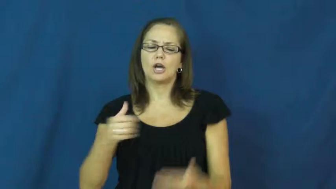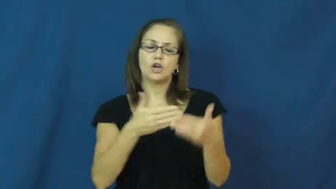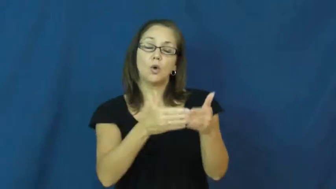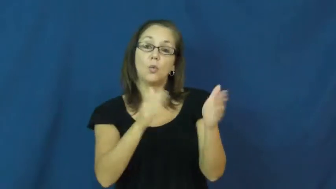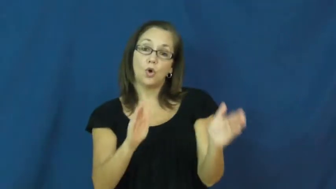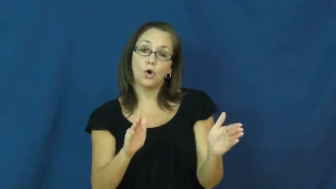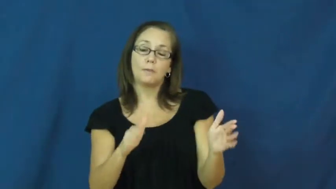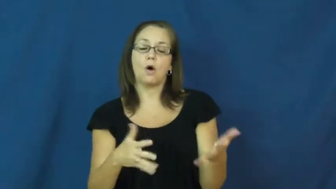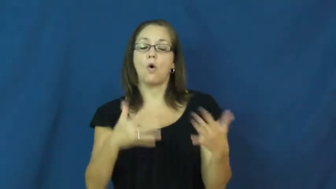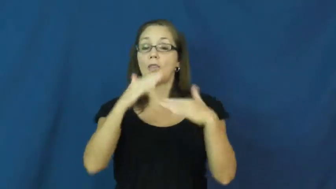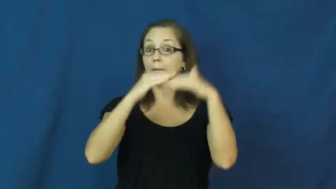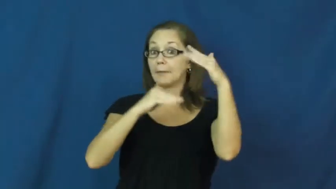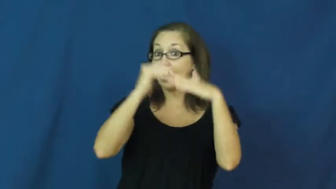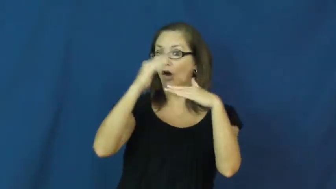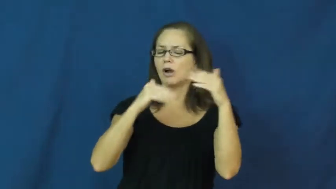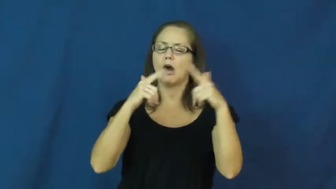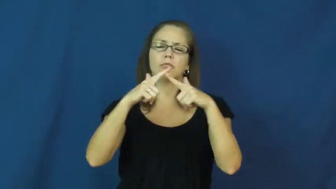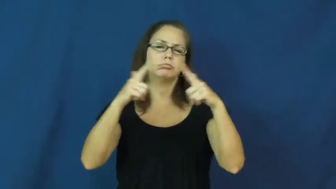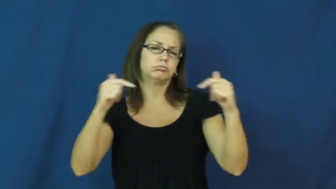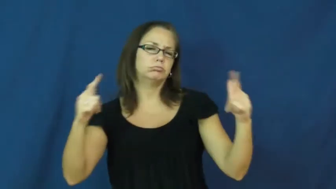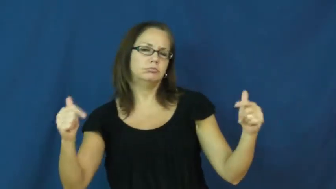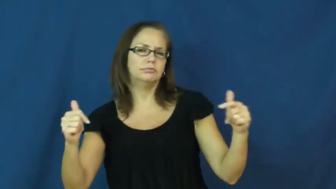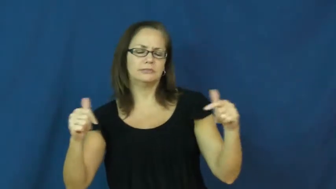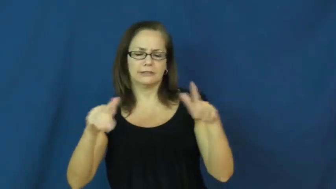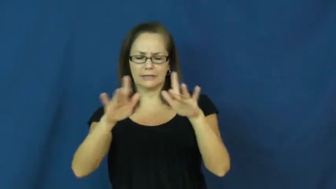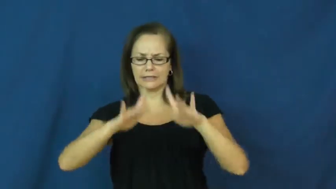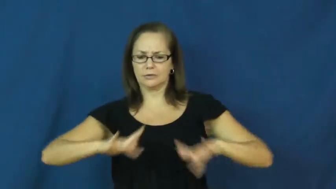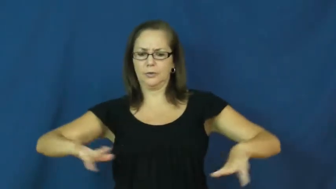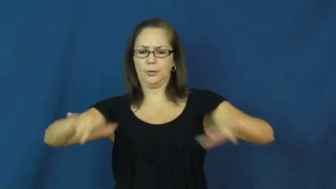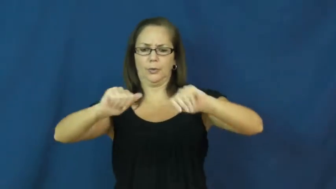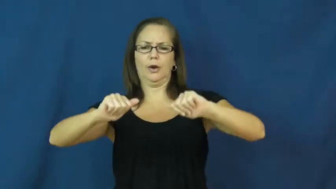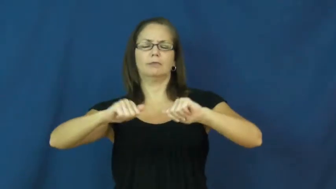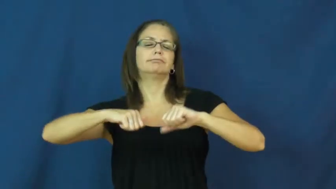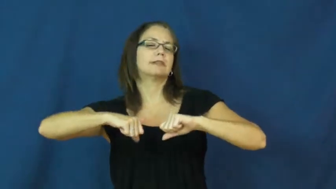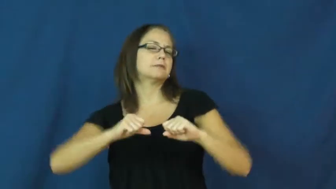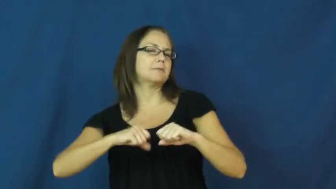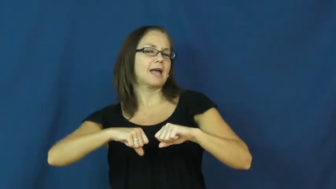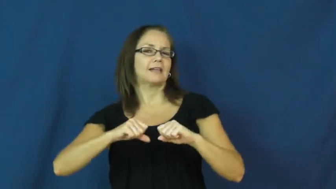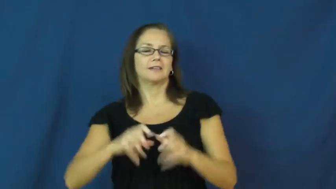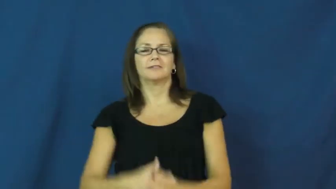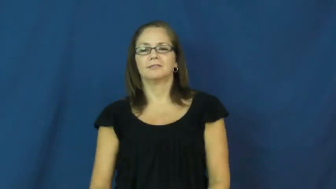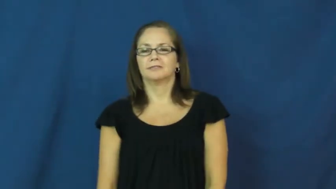spacious,capacious